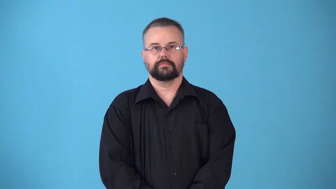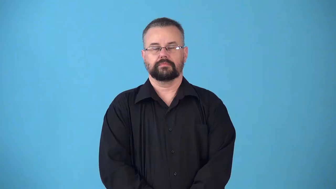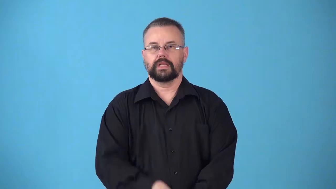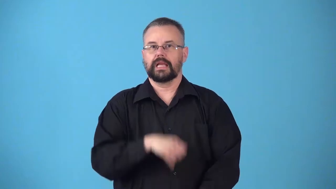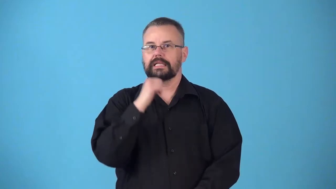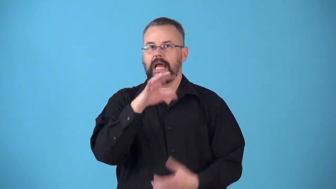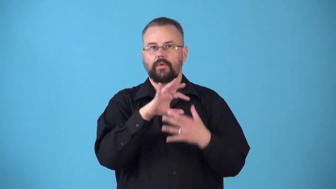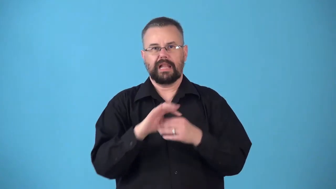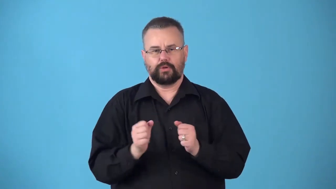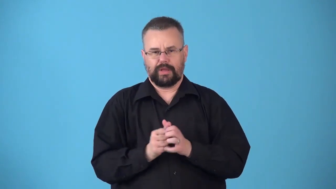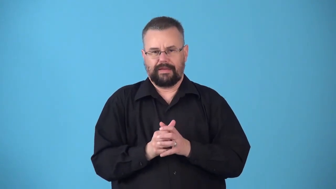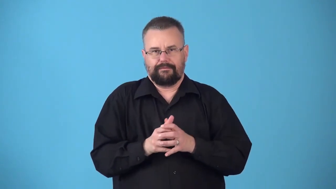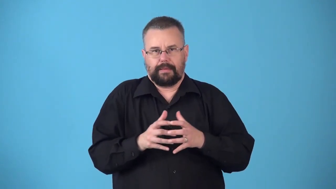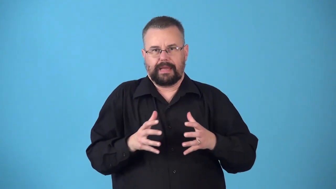noninflammatory